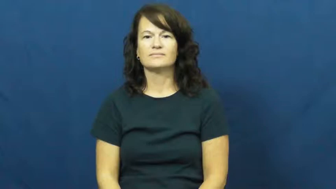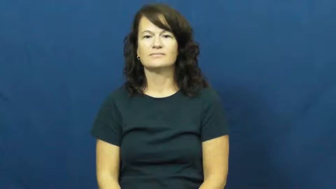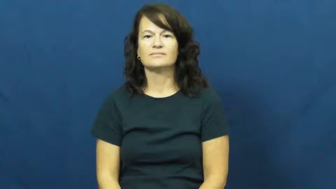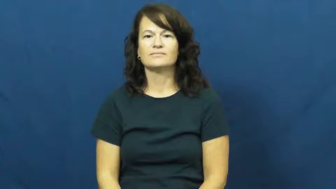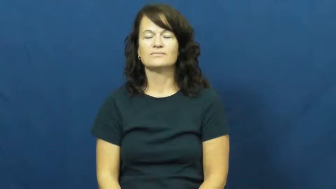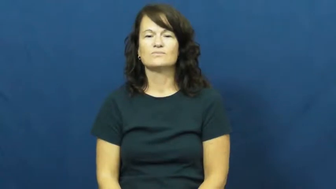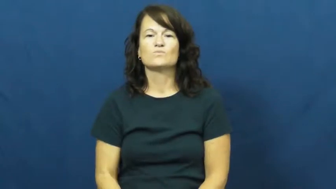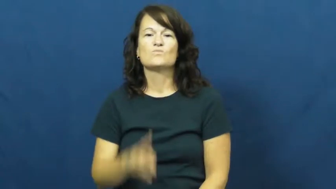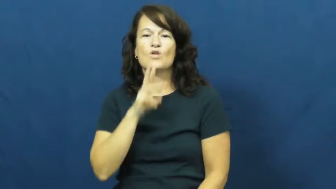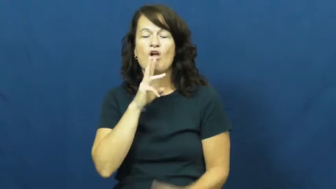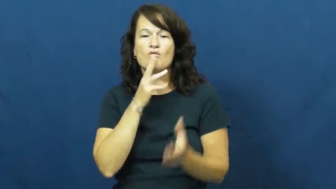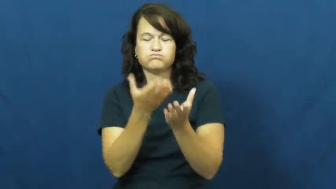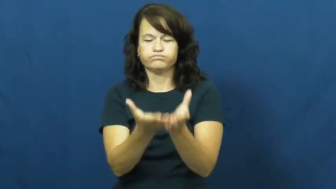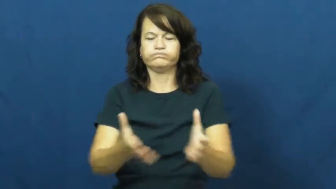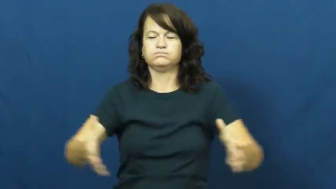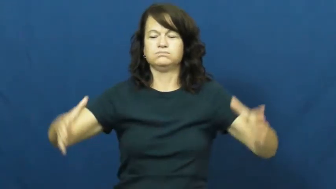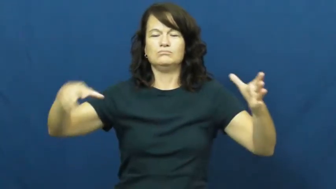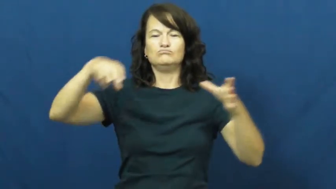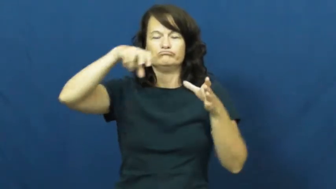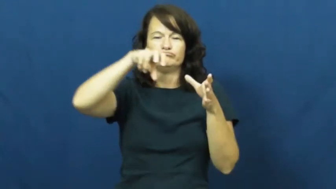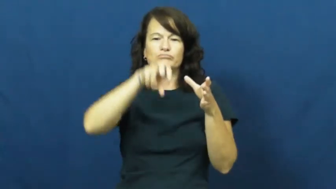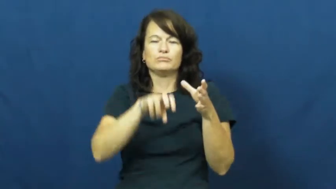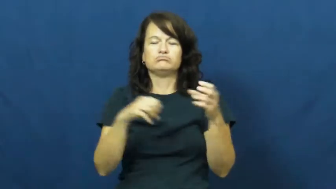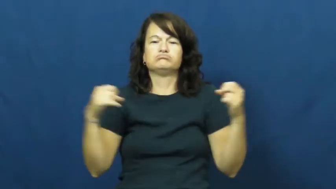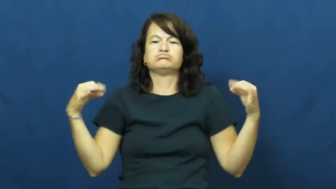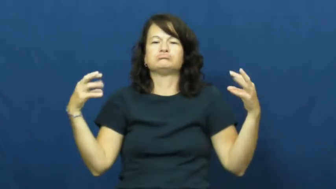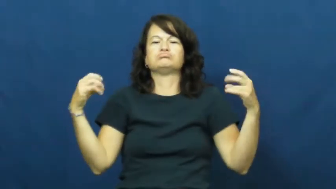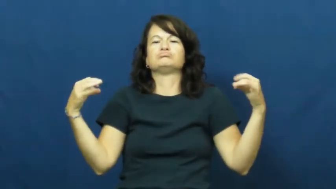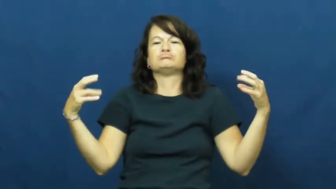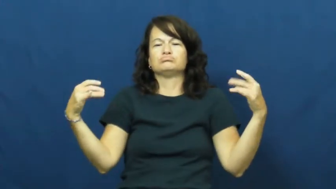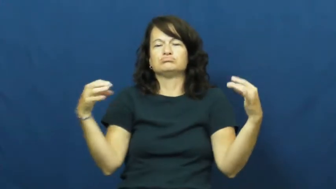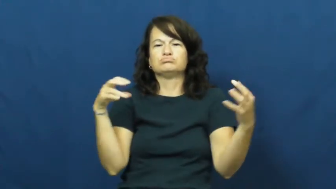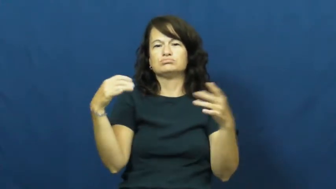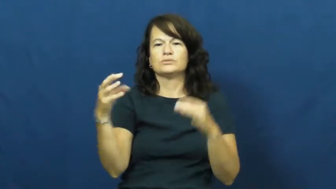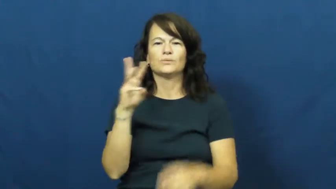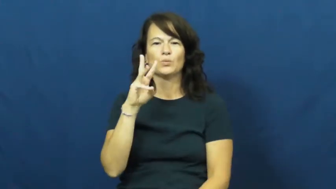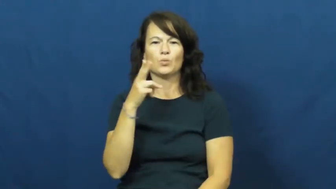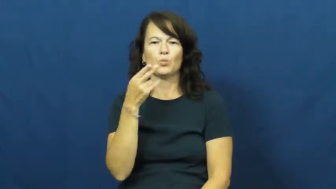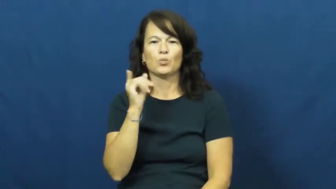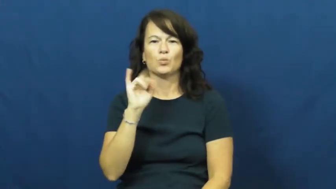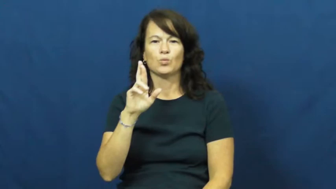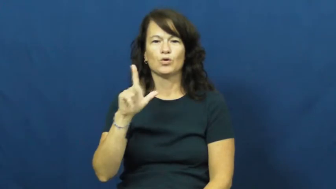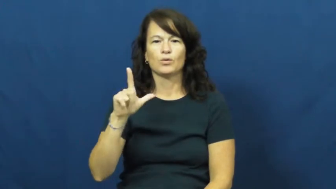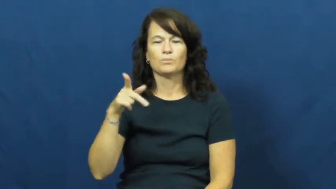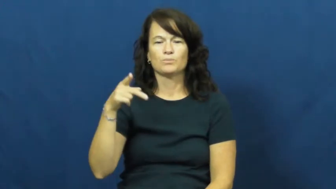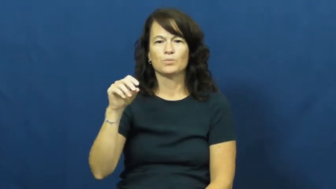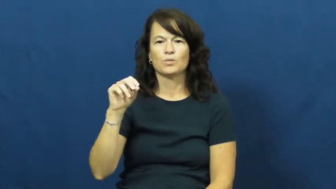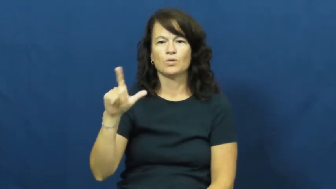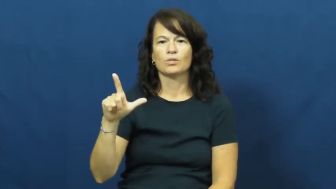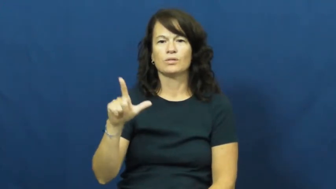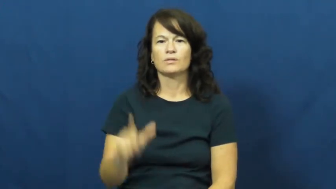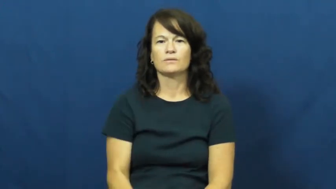whirlpool-tub